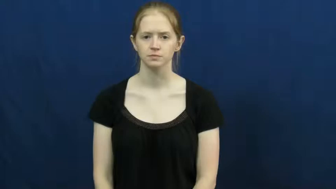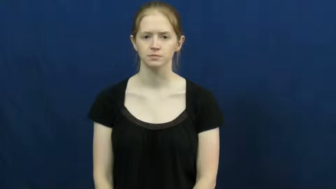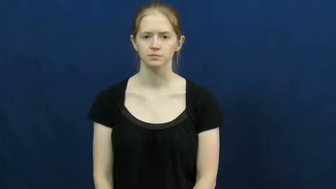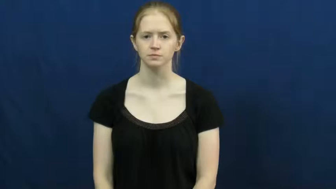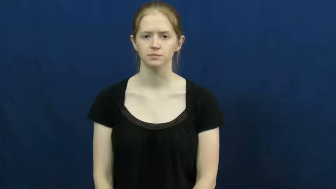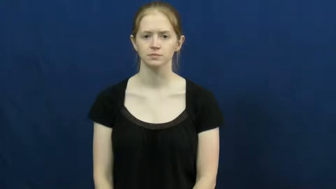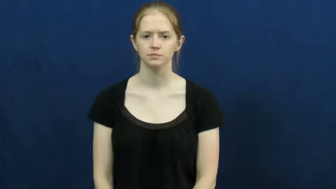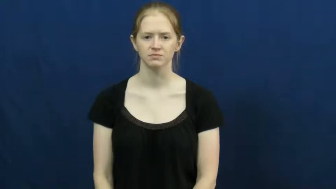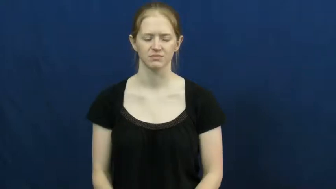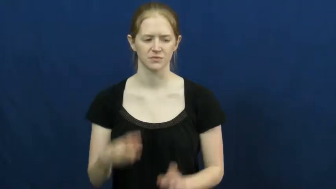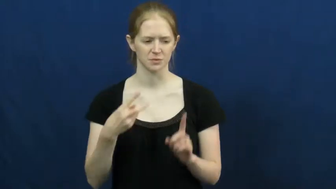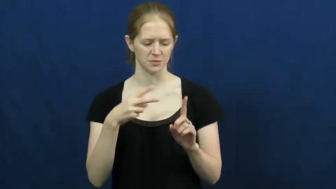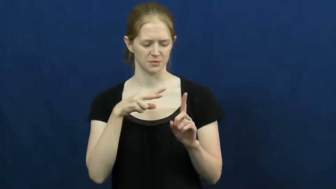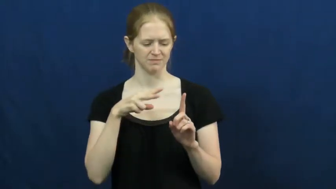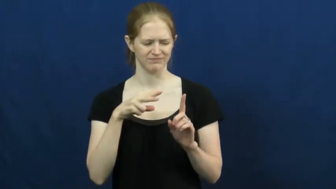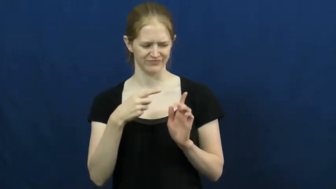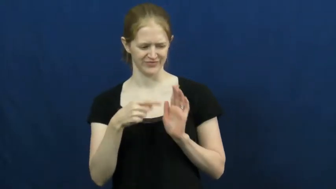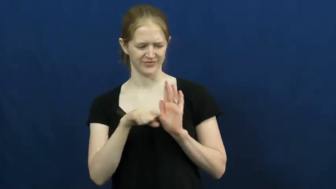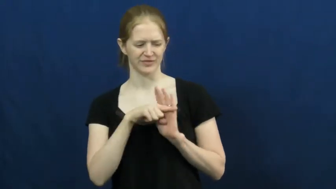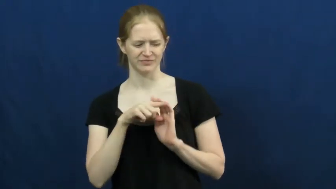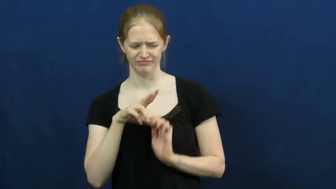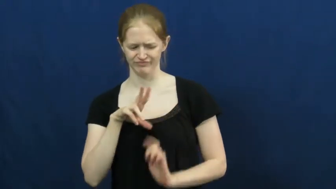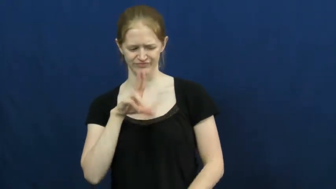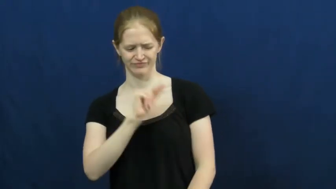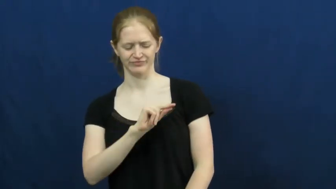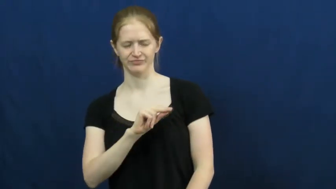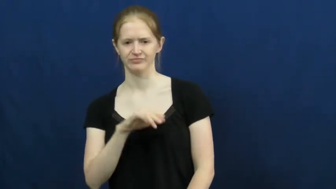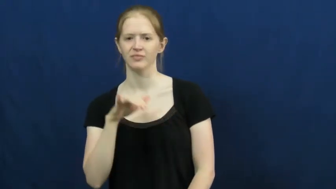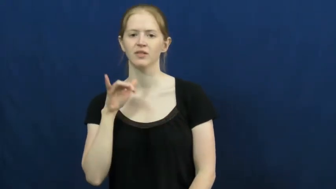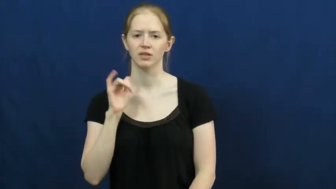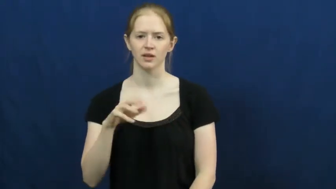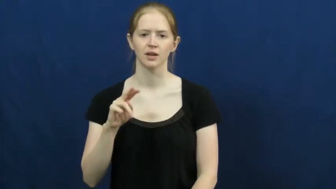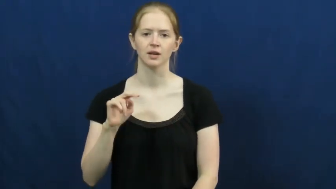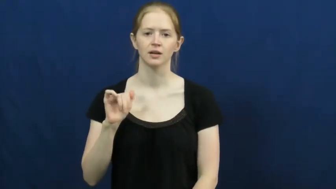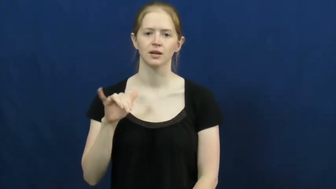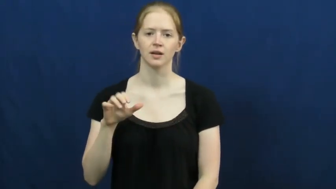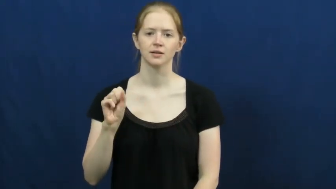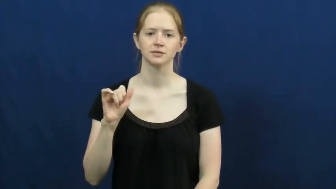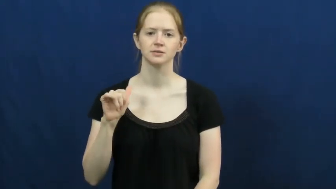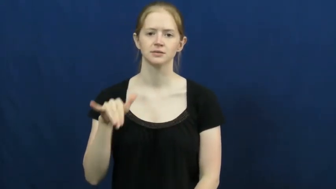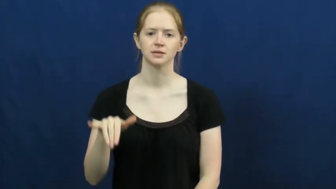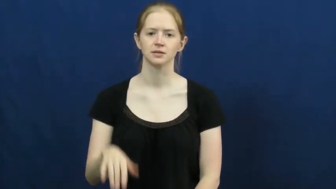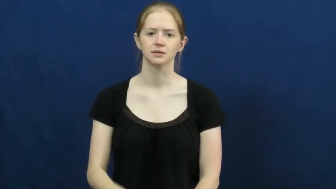naysay